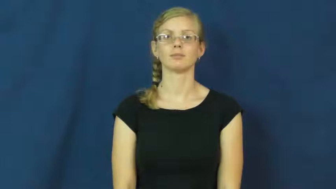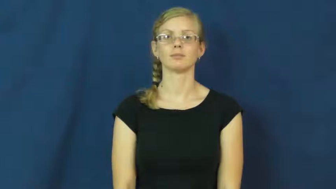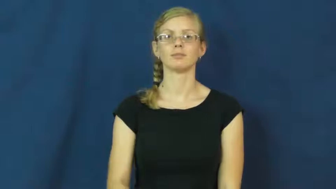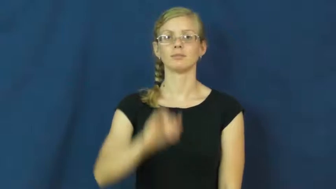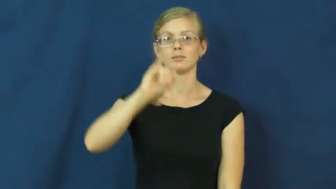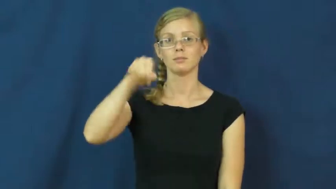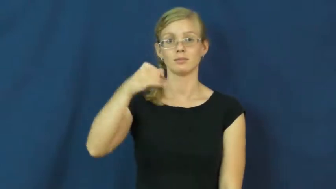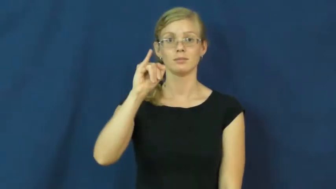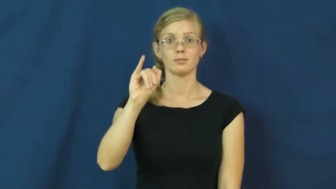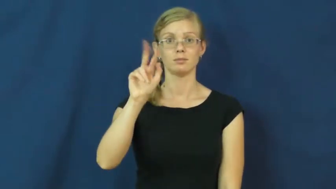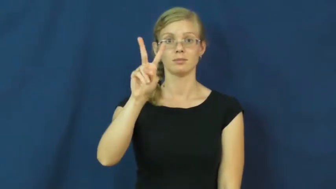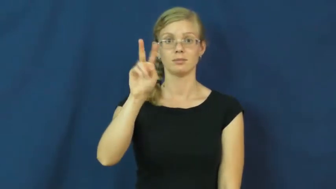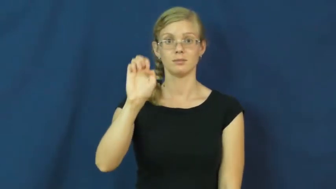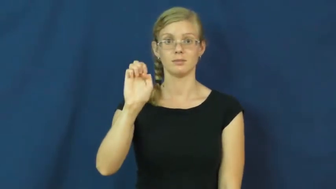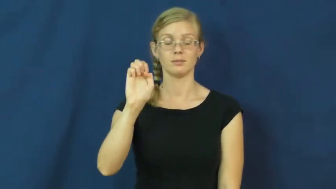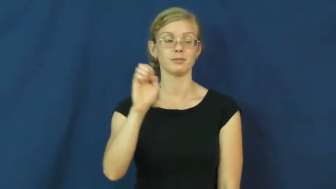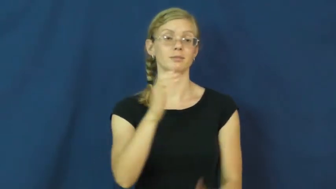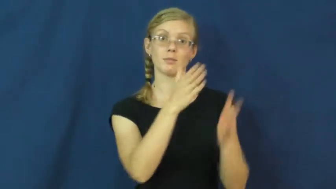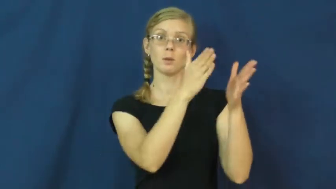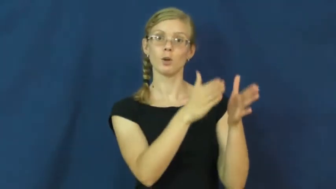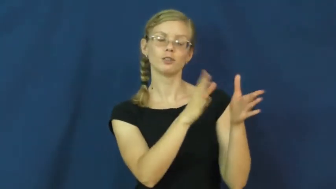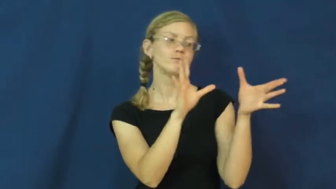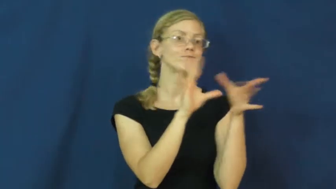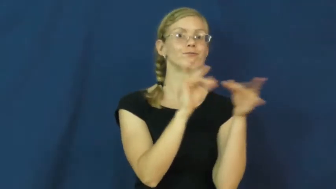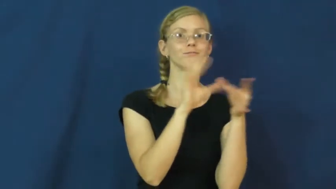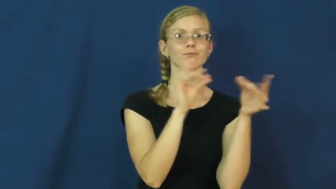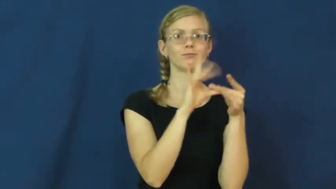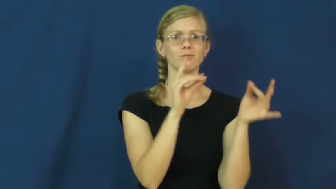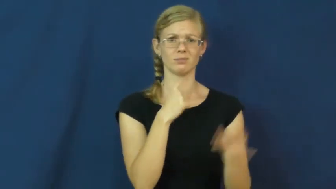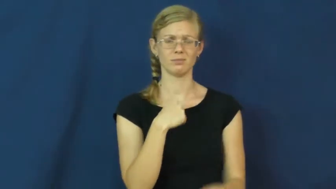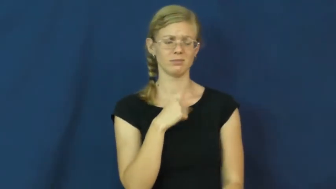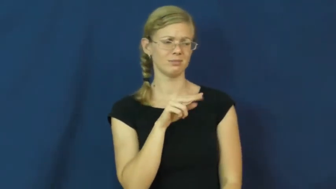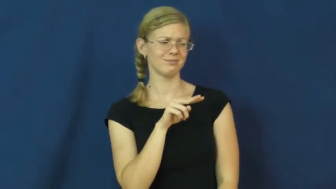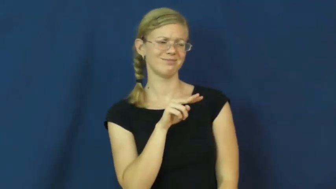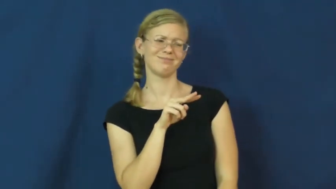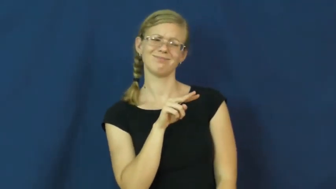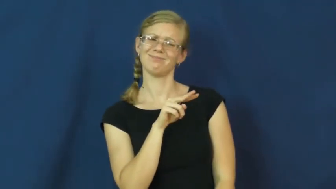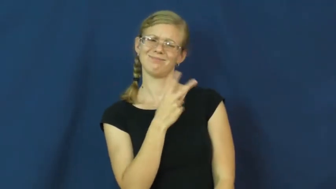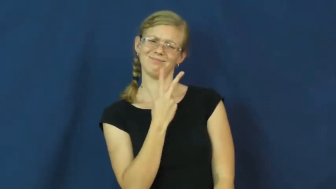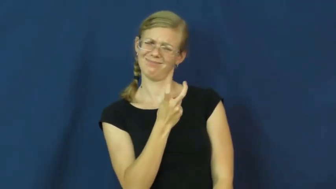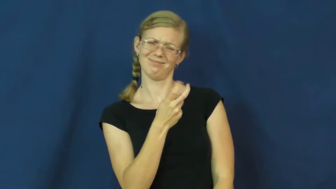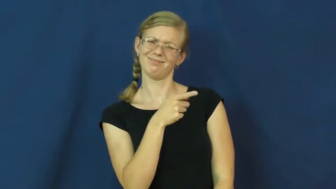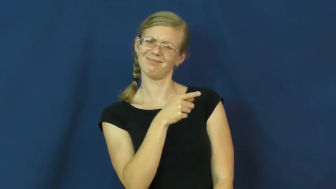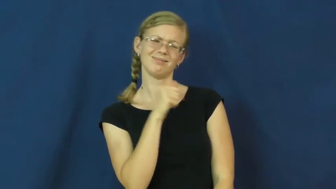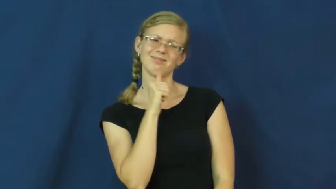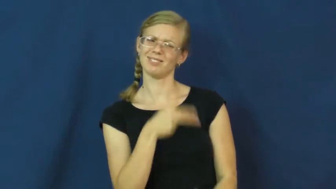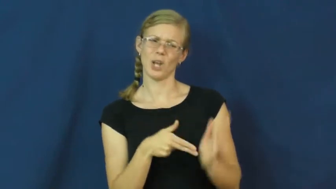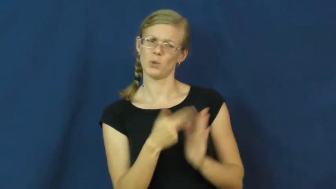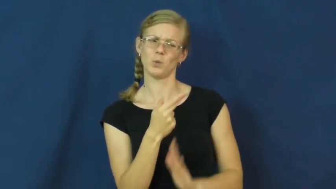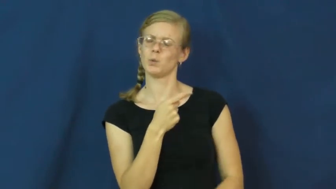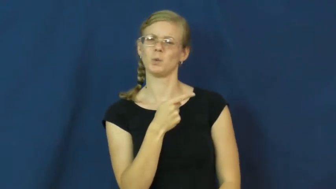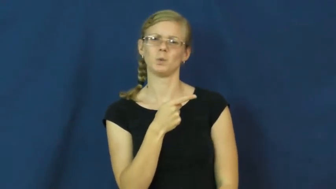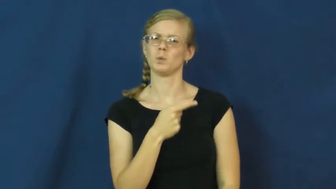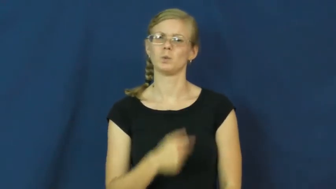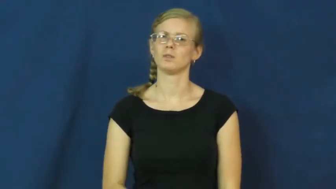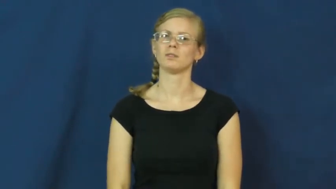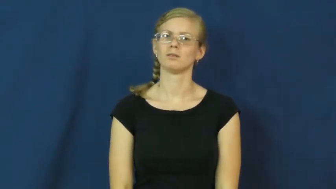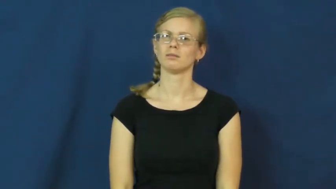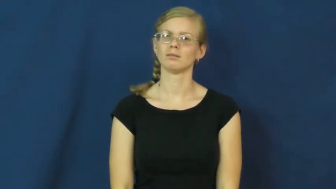jive-story